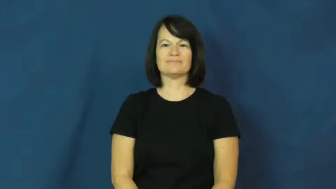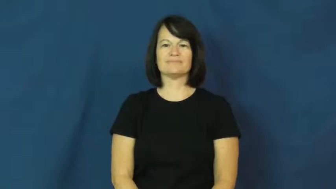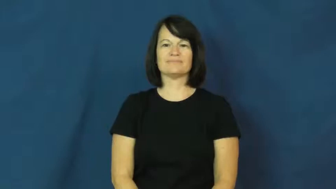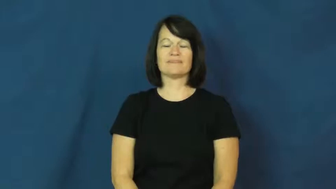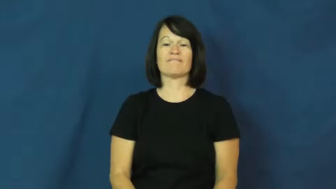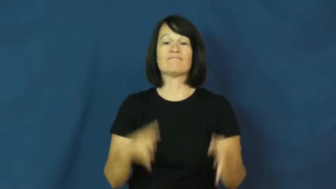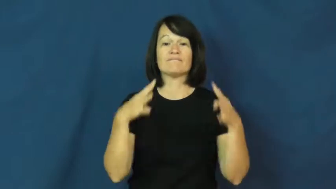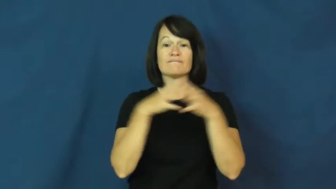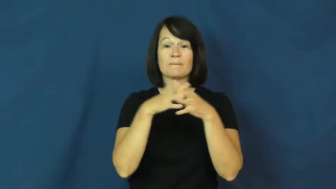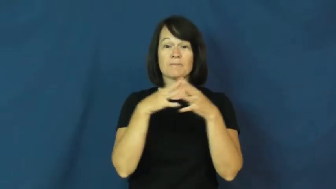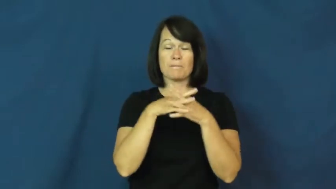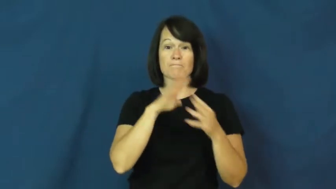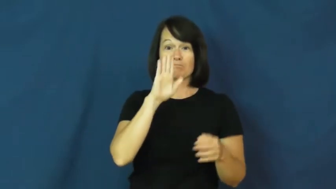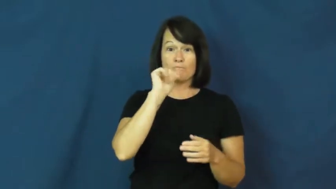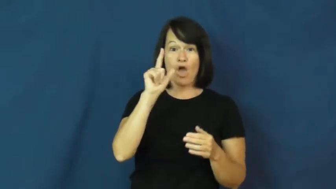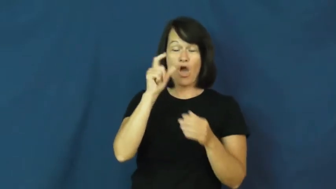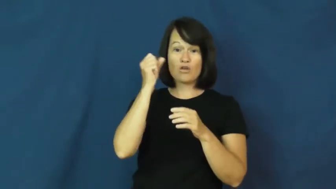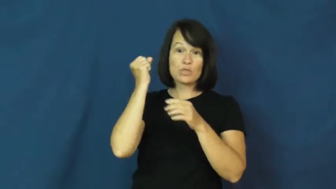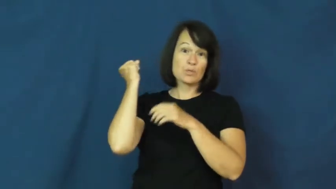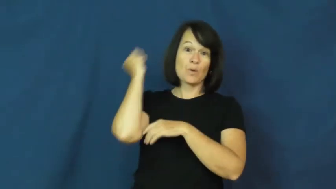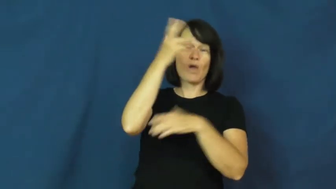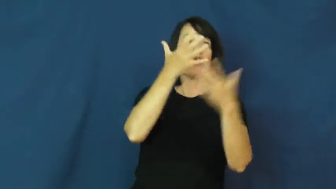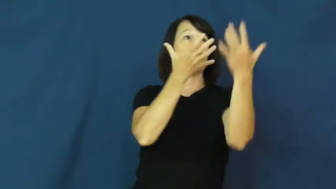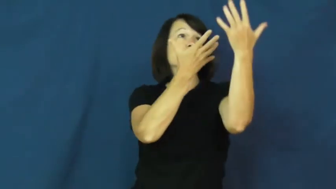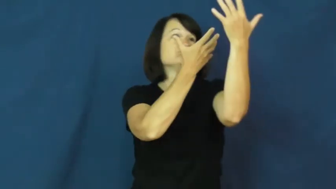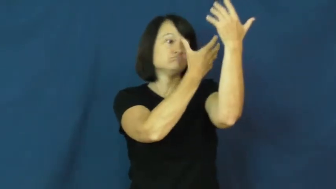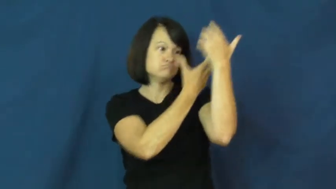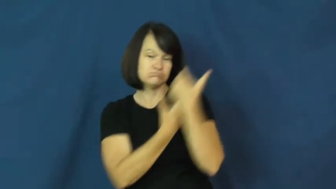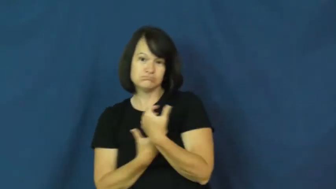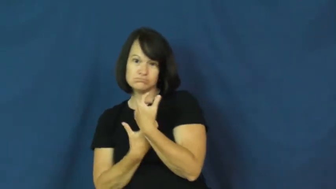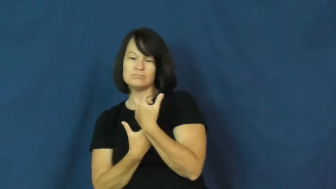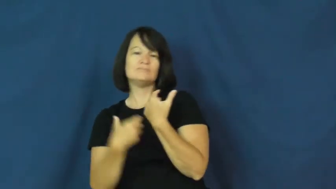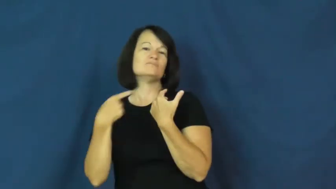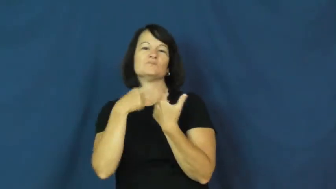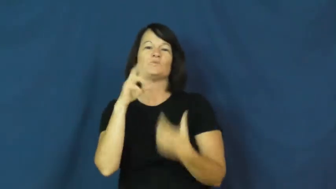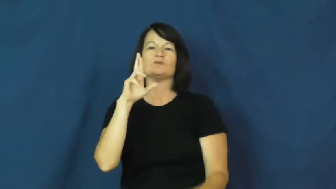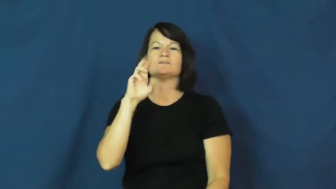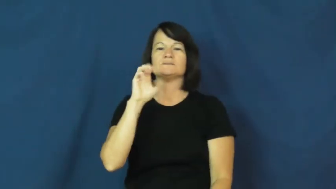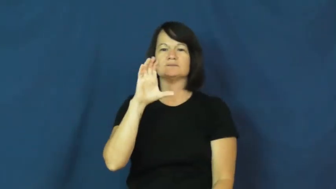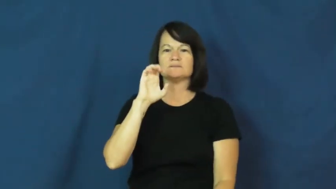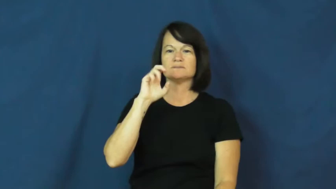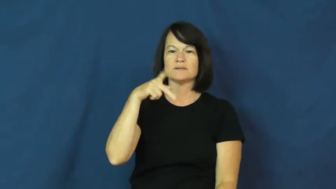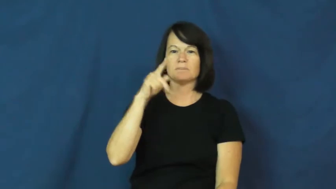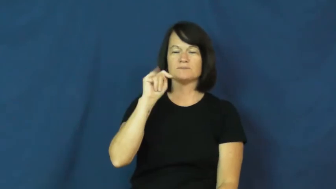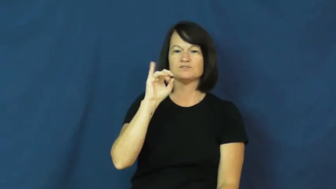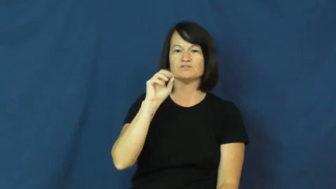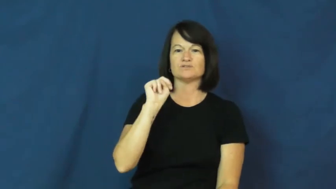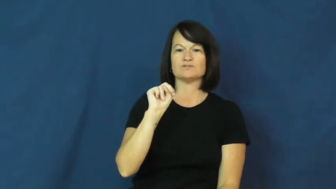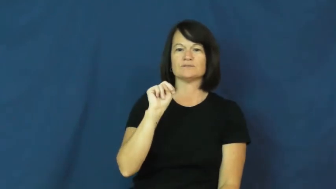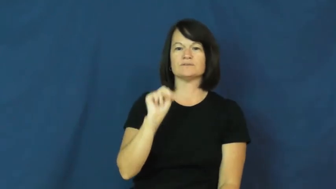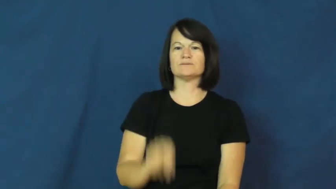reception-football